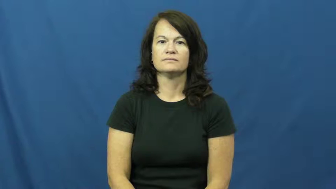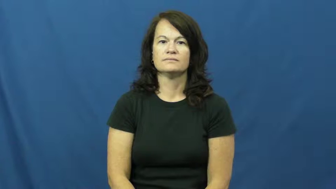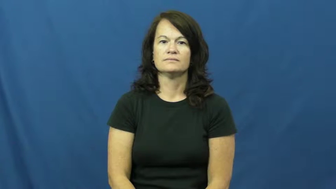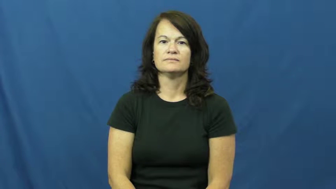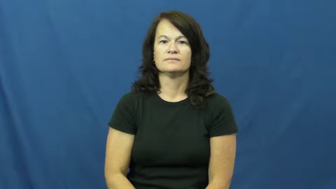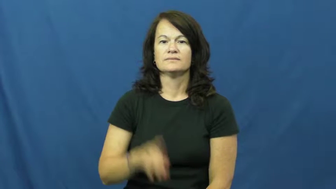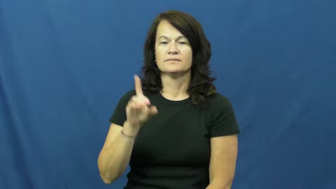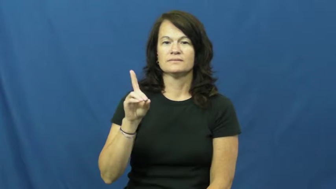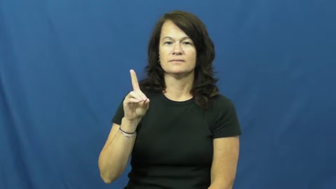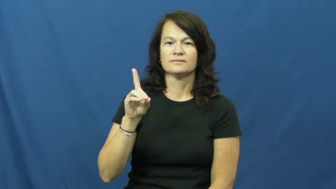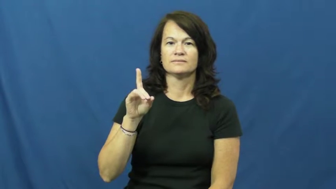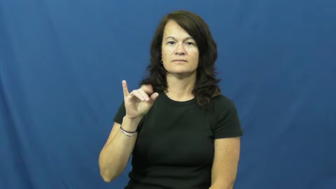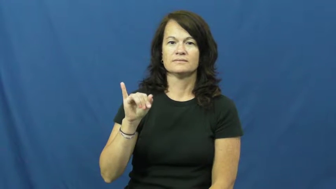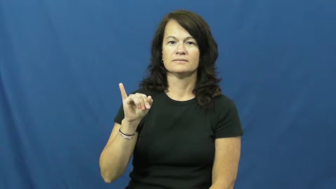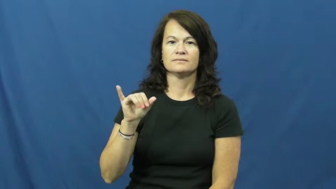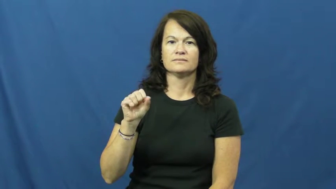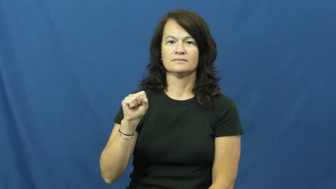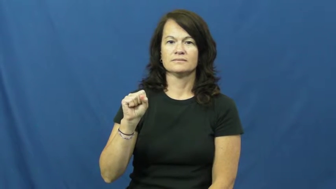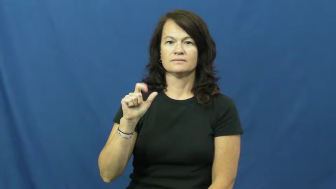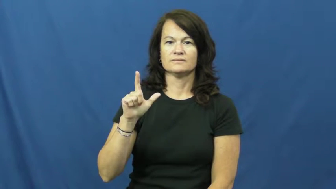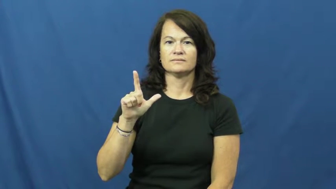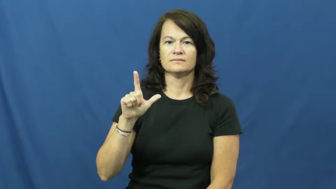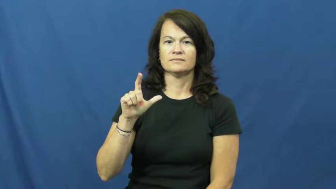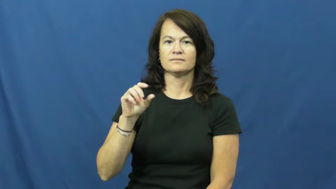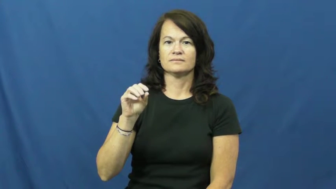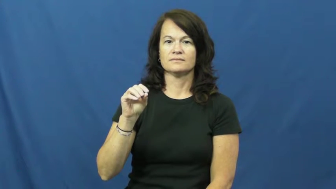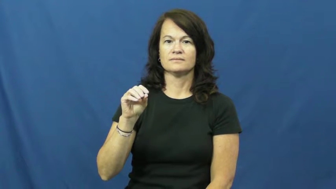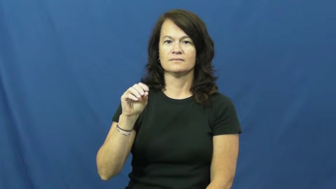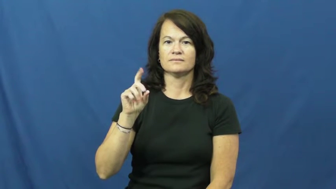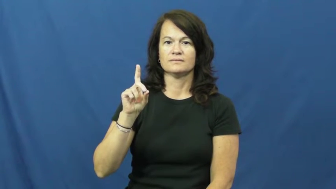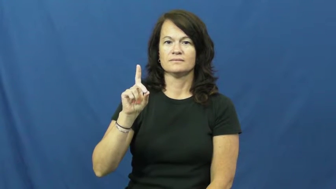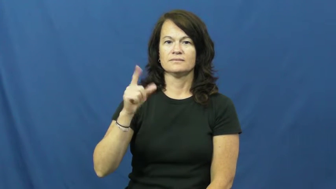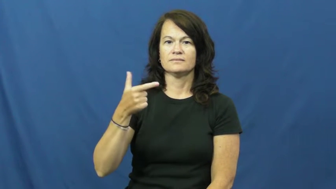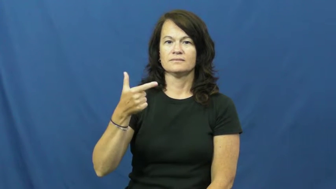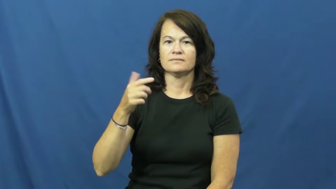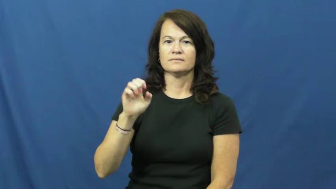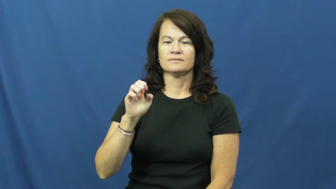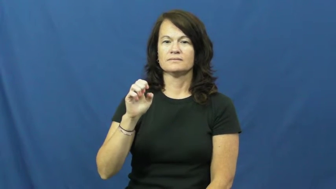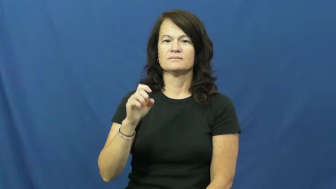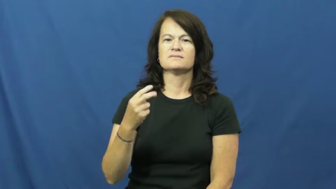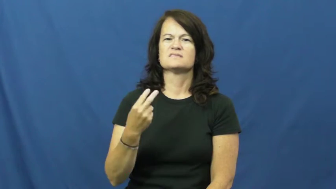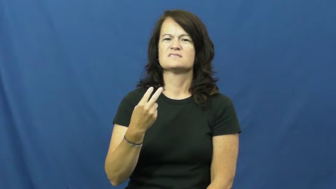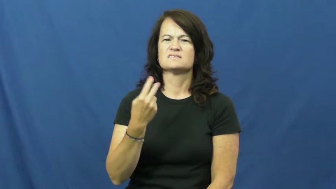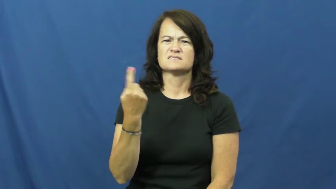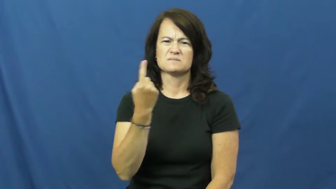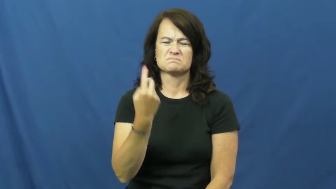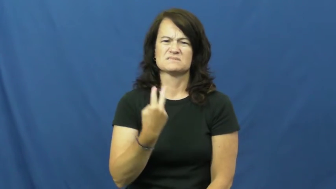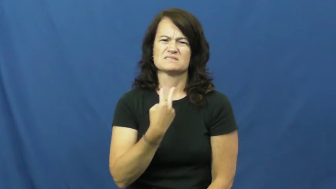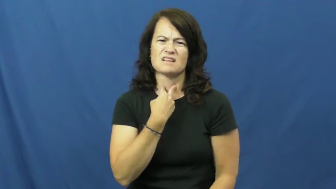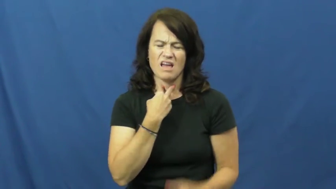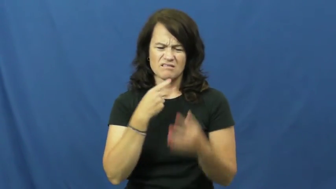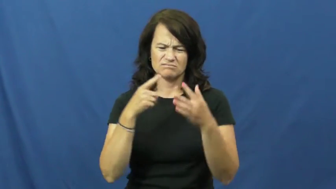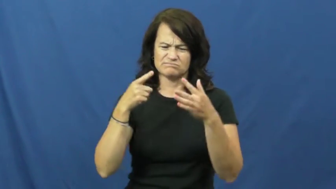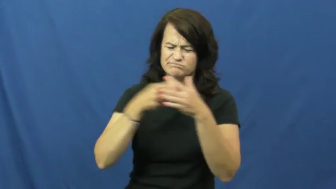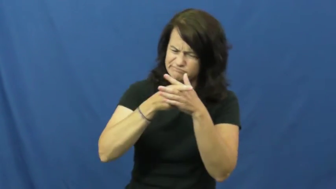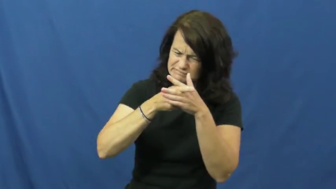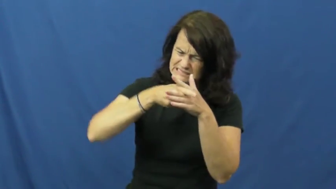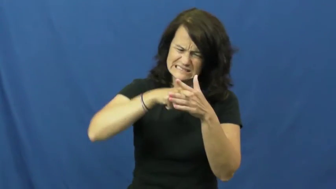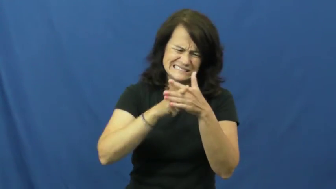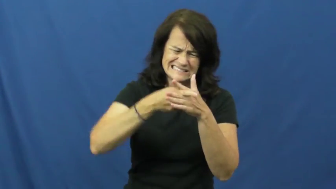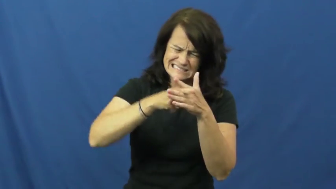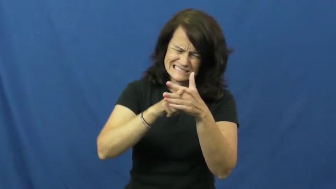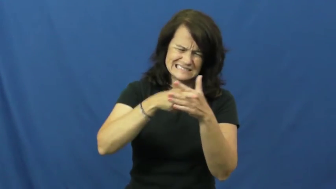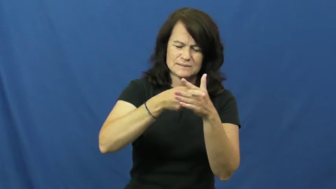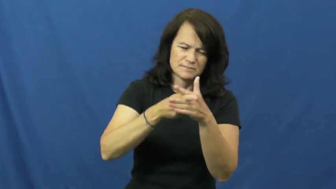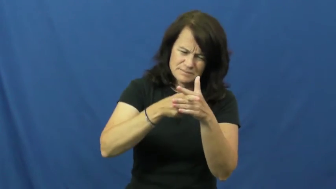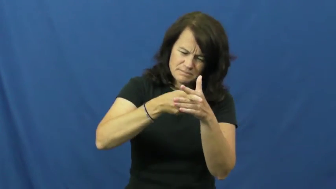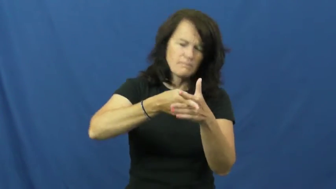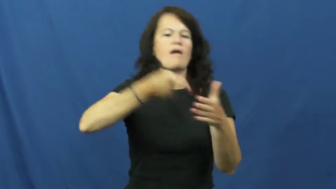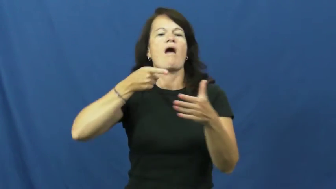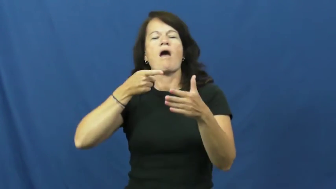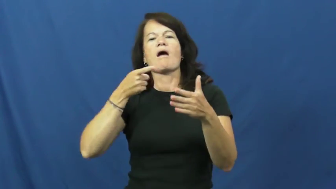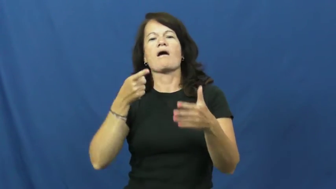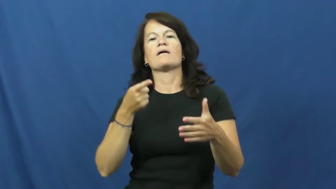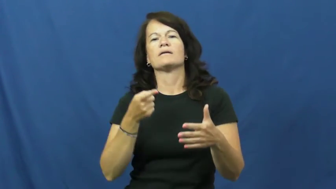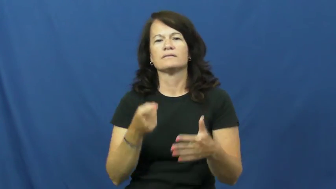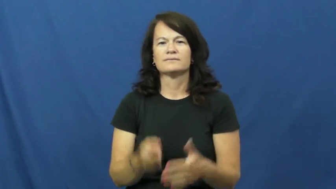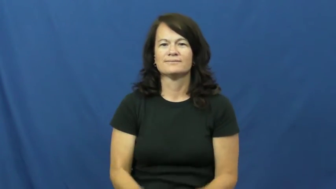dislodge